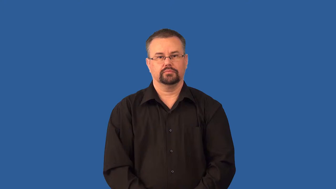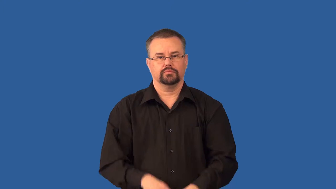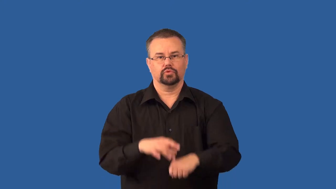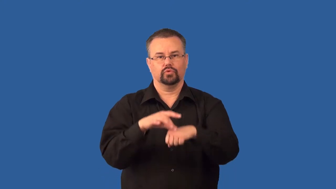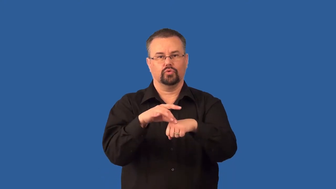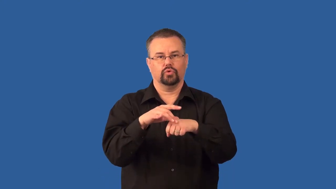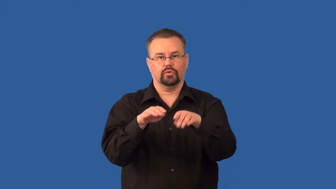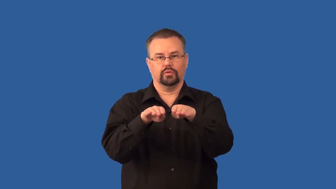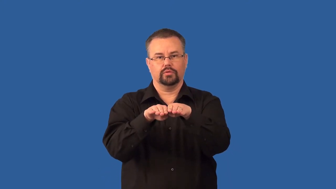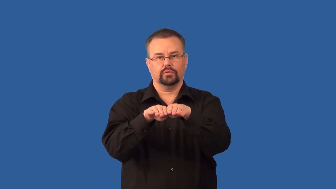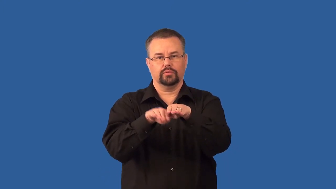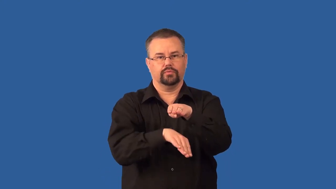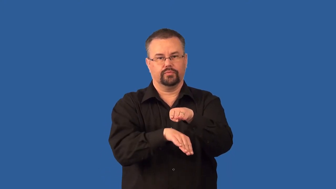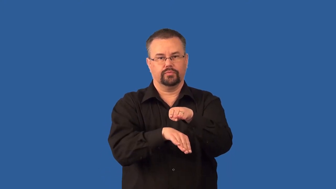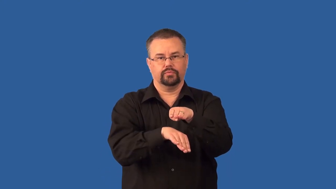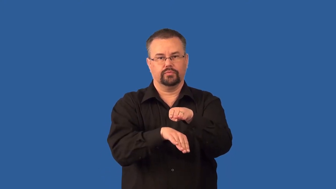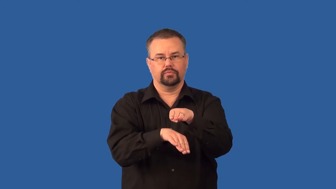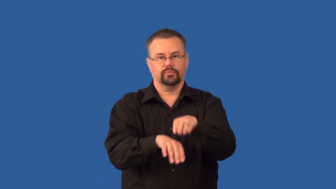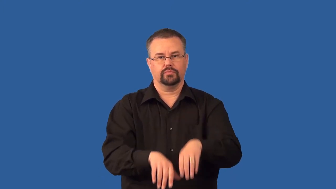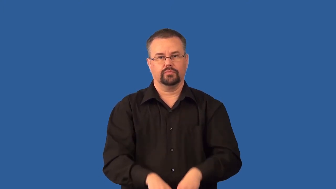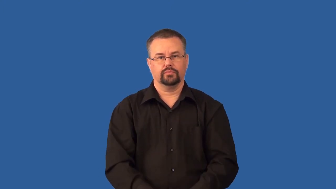subduction